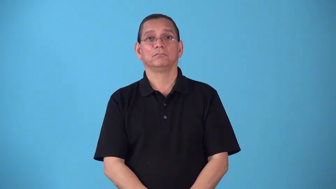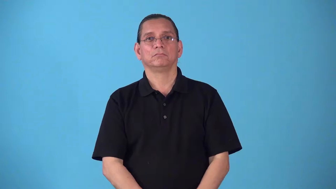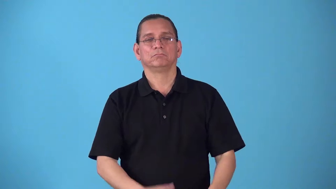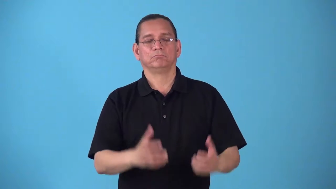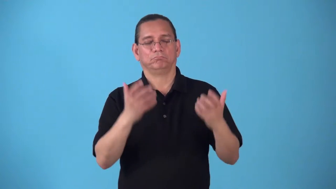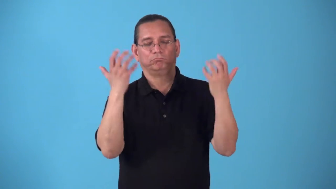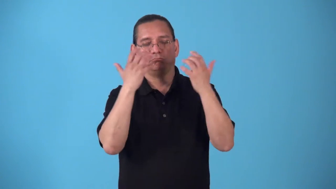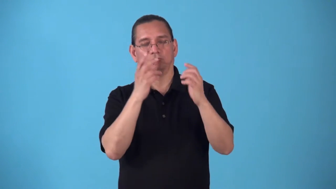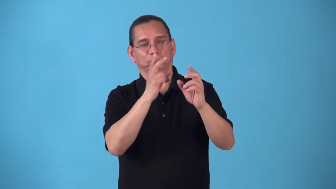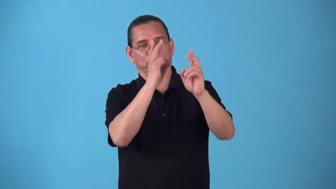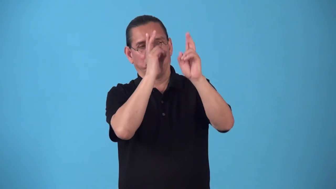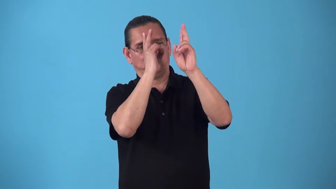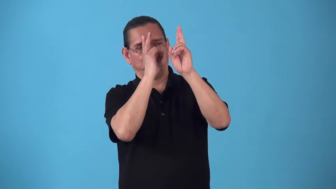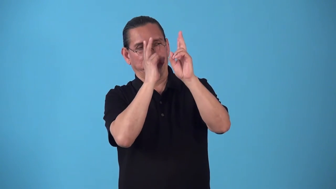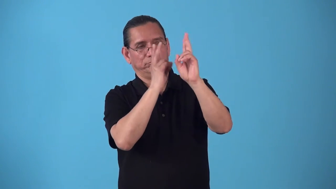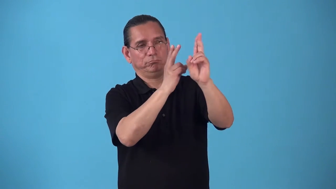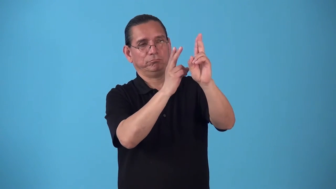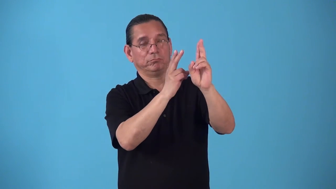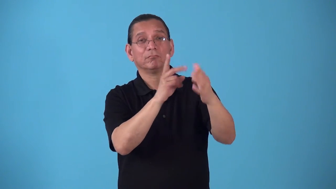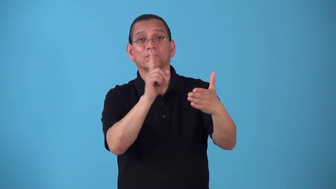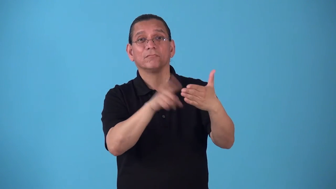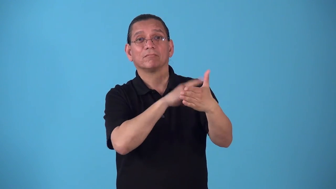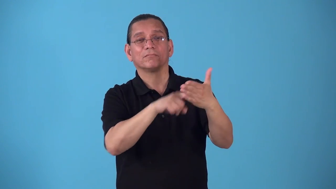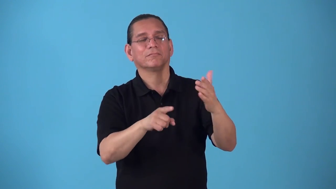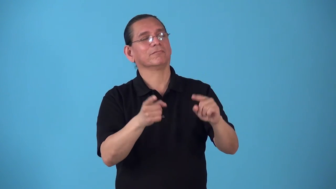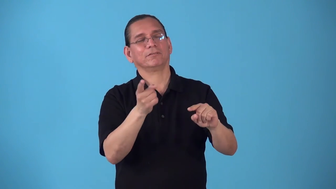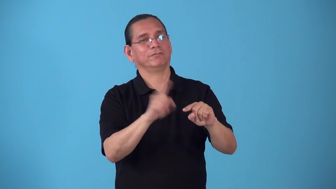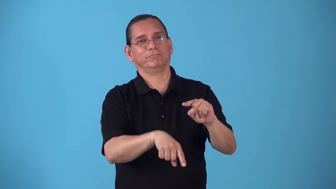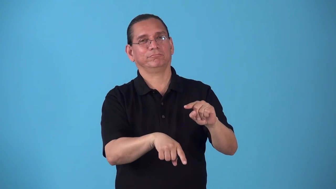sacrosanct-too respected to be criticized